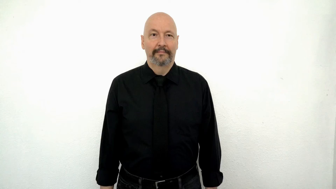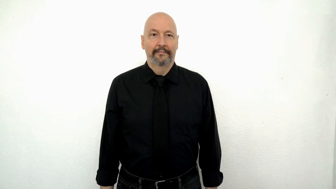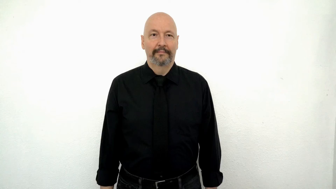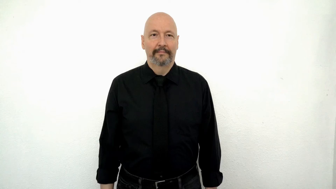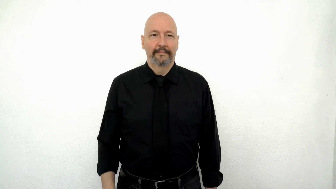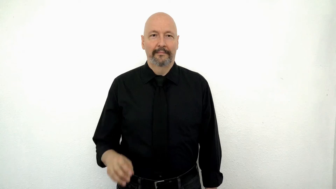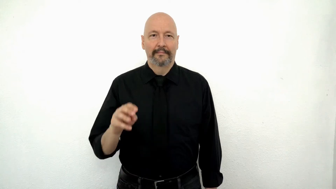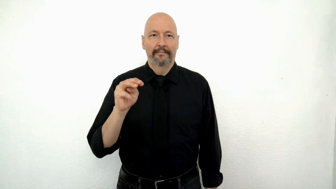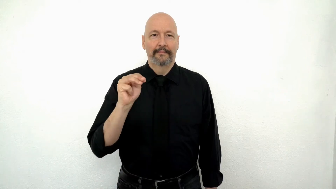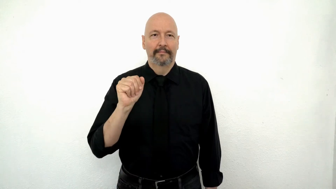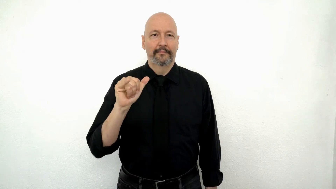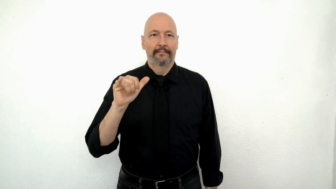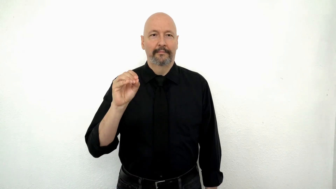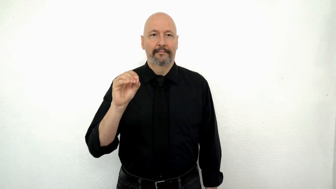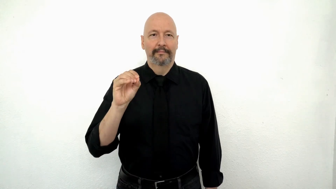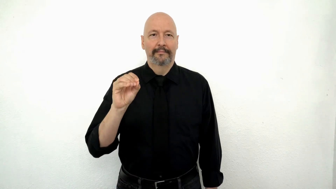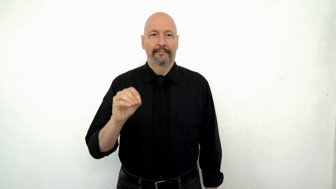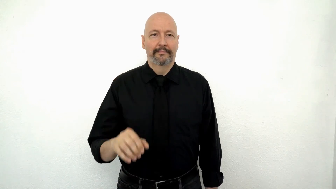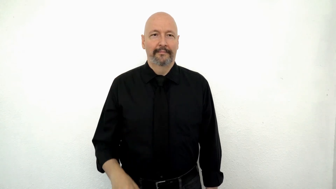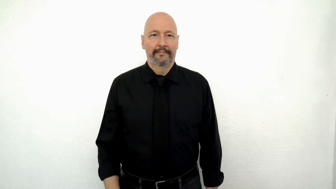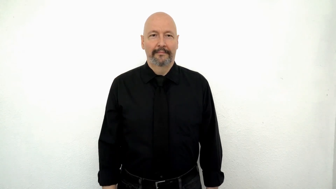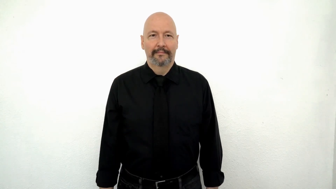mayonnaise [M-A-Y-O / fs-MAYO]